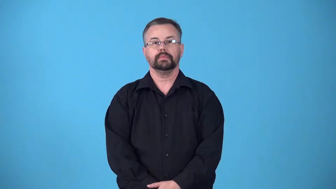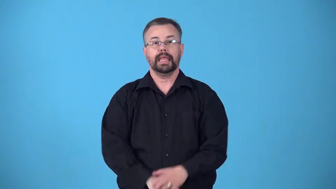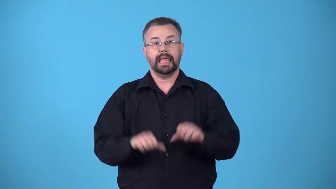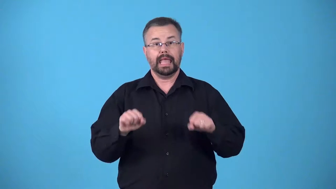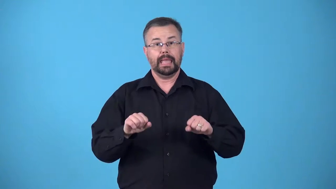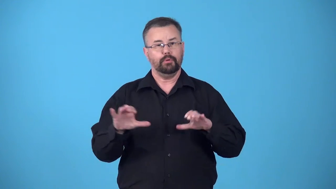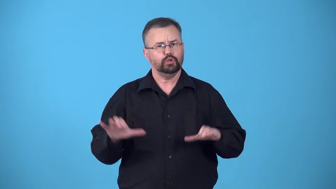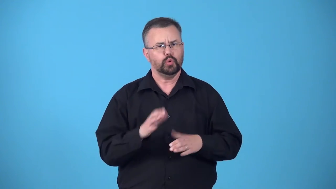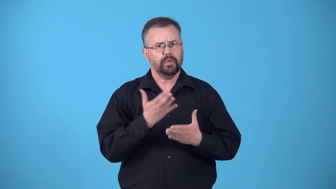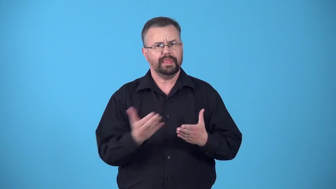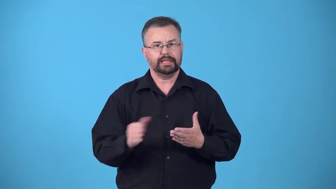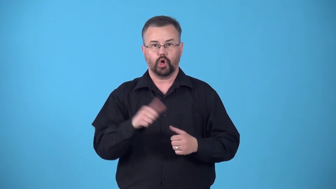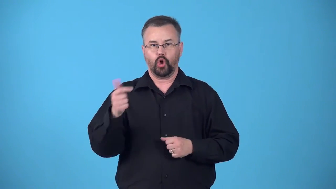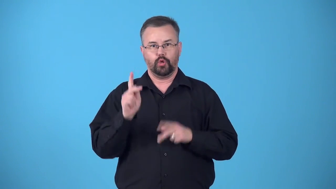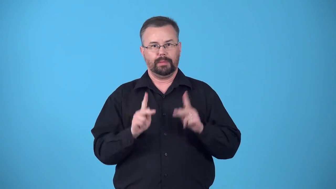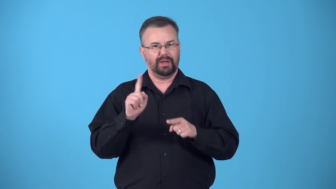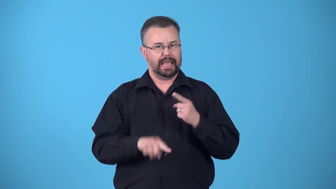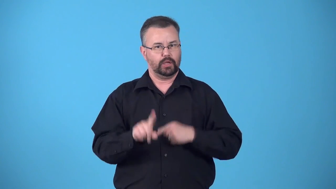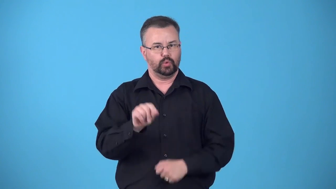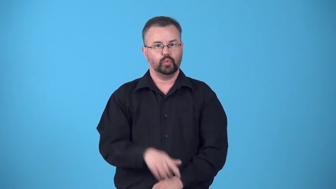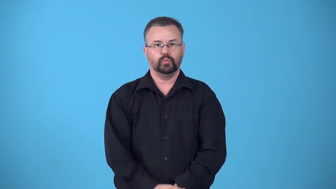bionic-able to do thing that other people cannot do